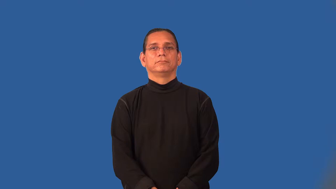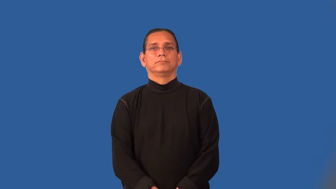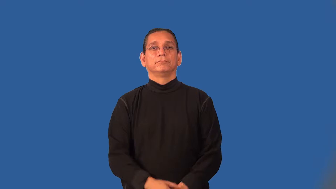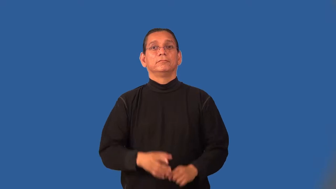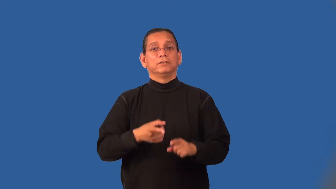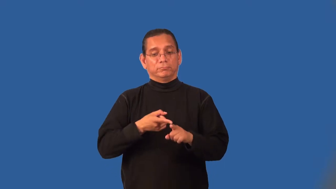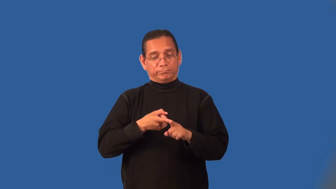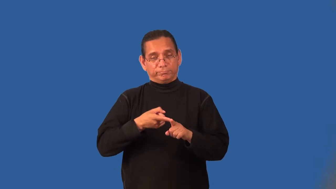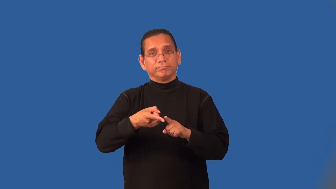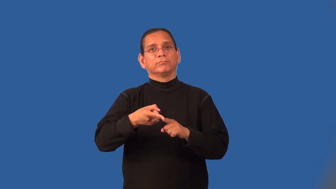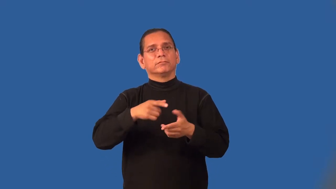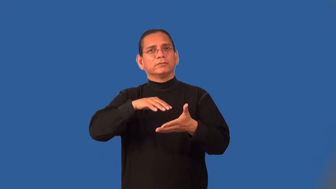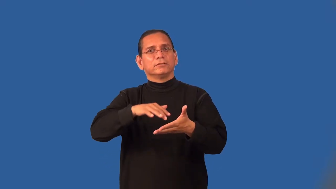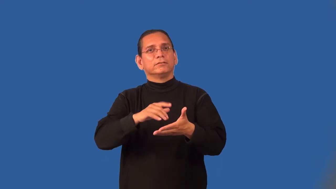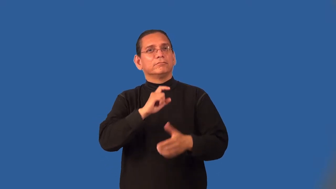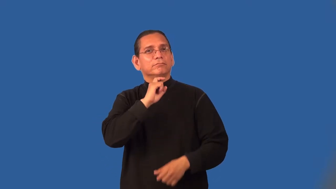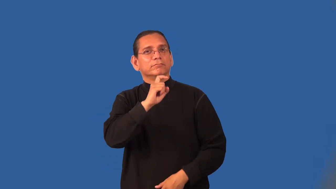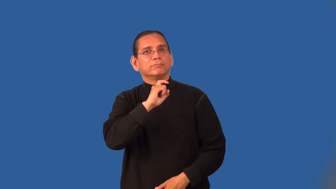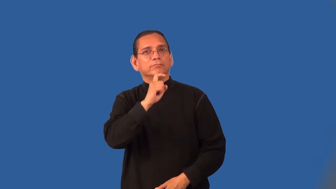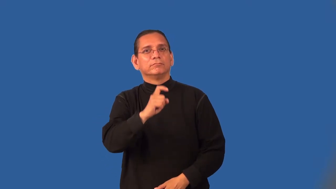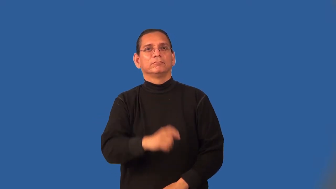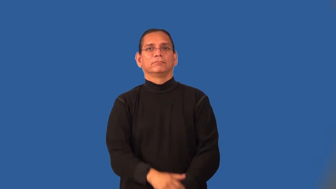metallurgy